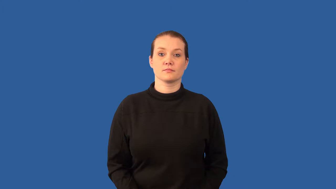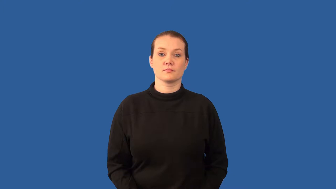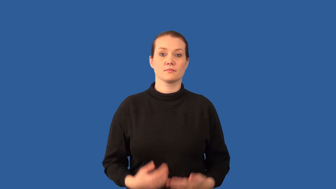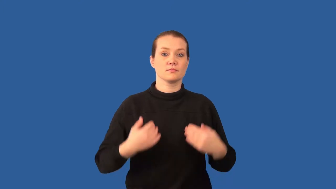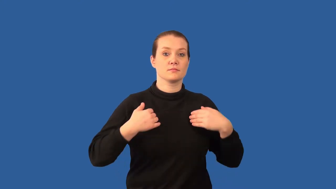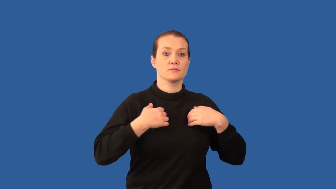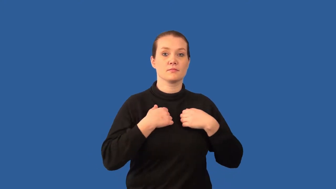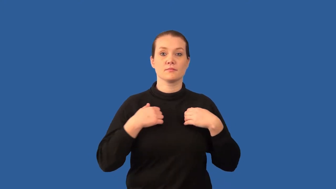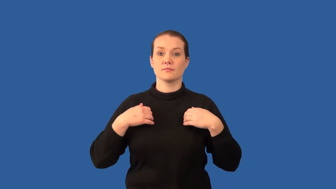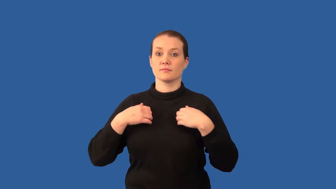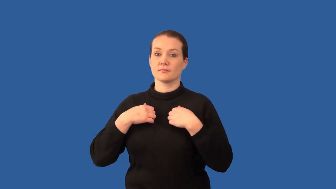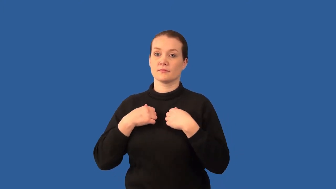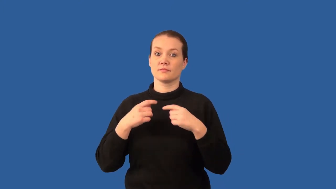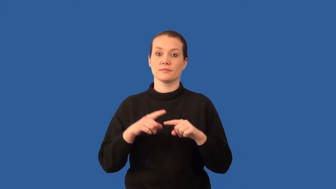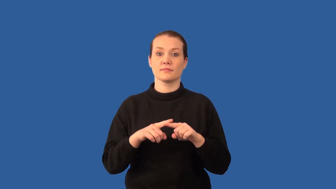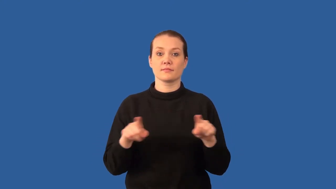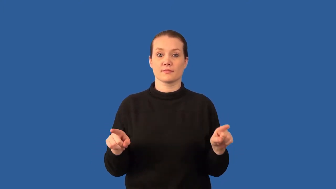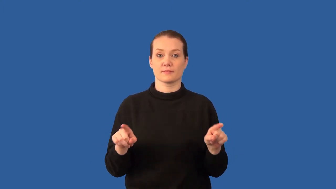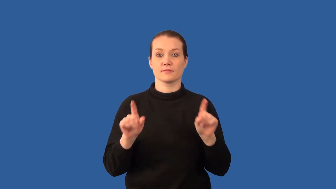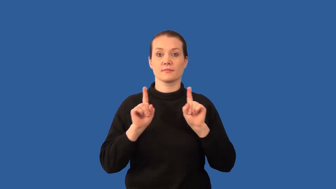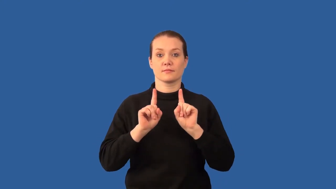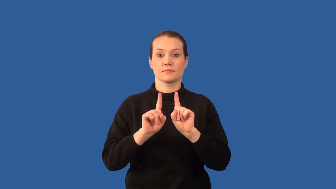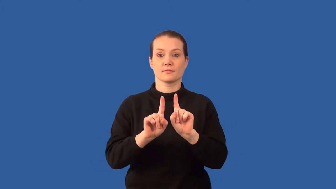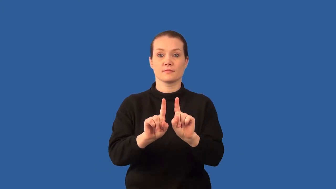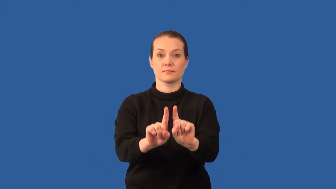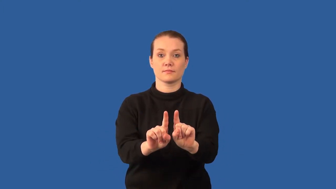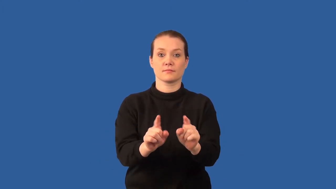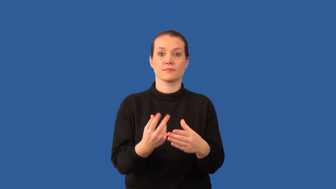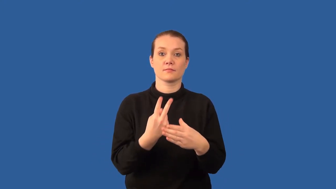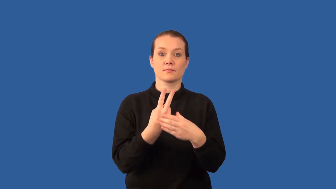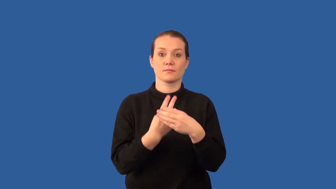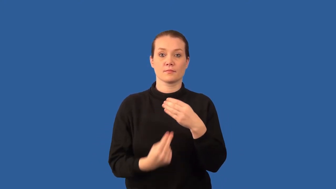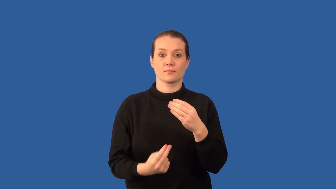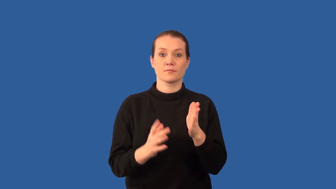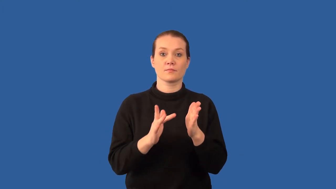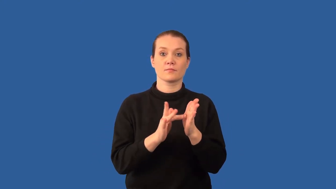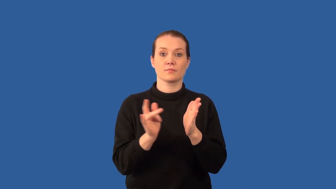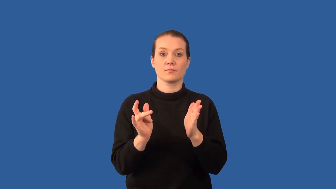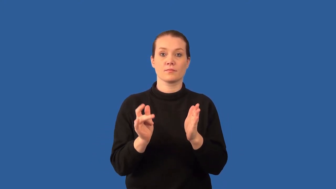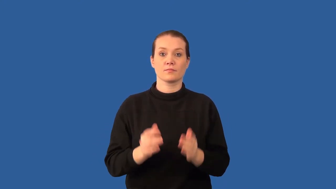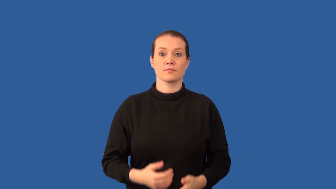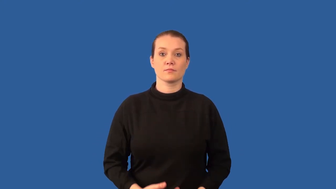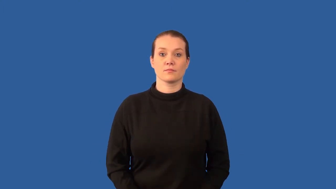mutualism